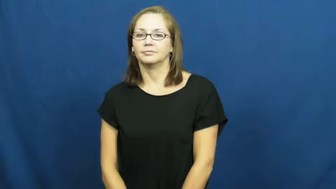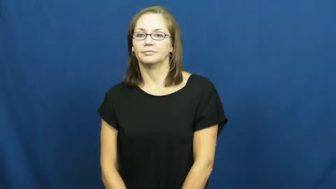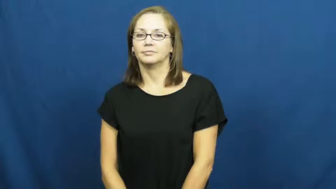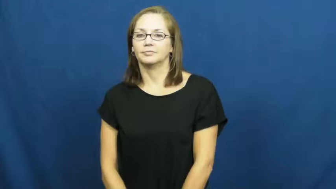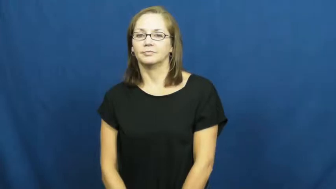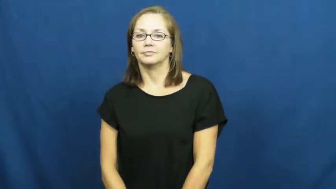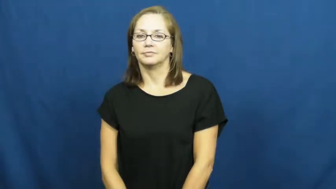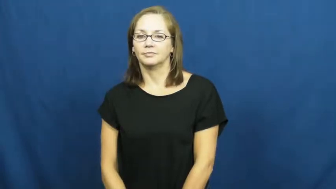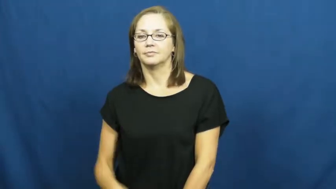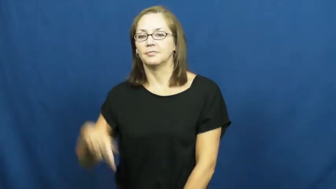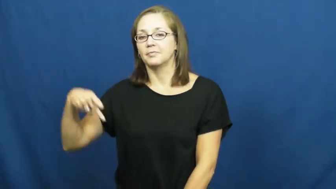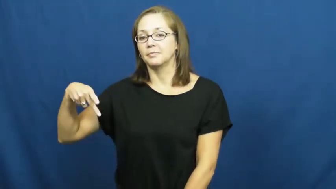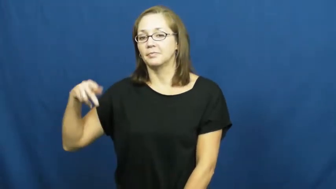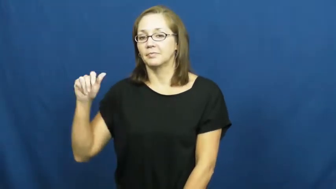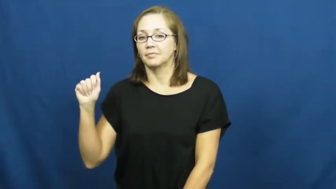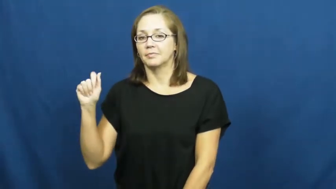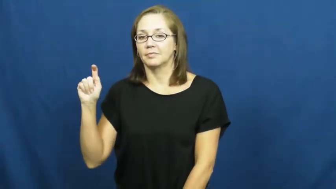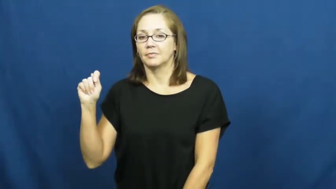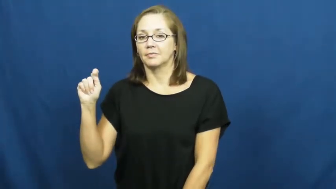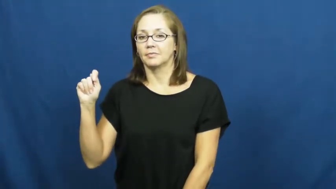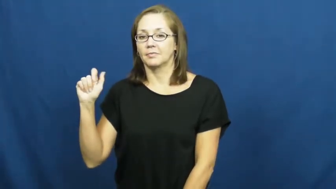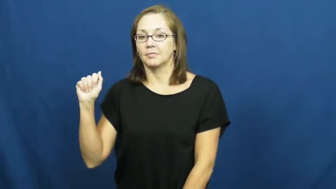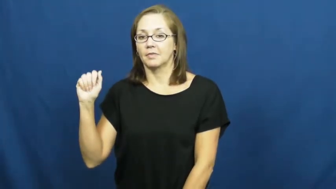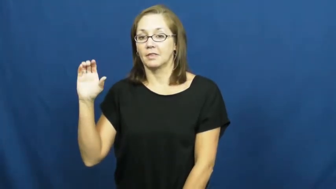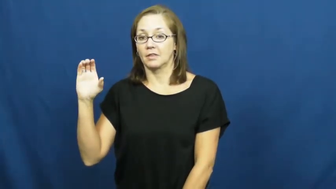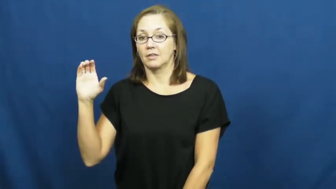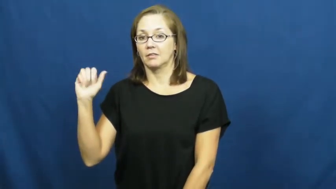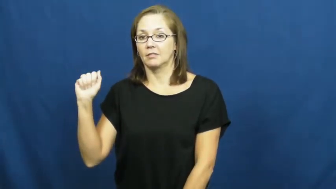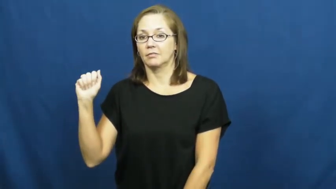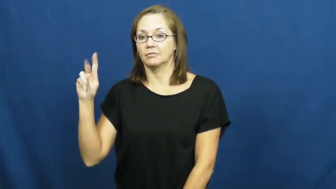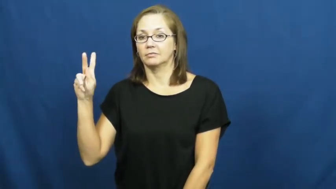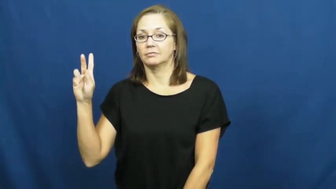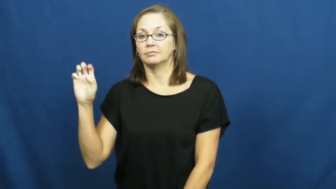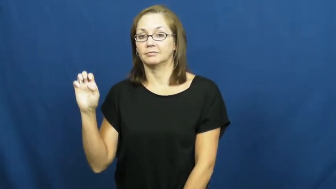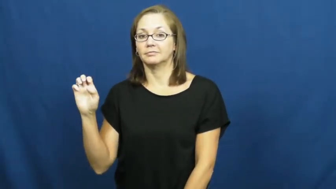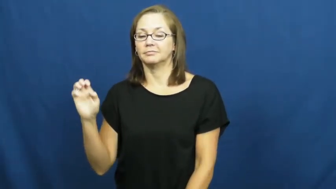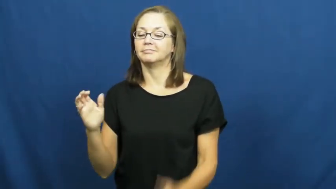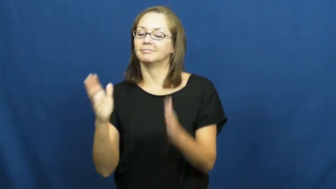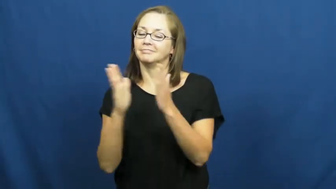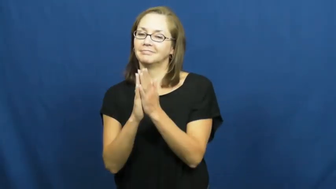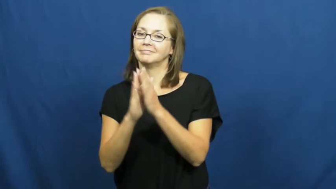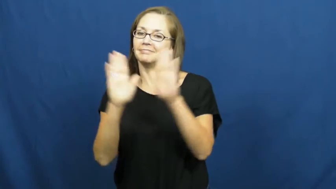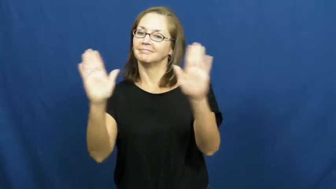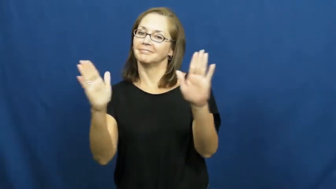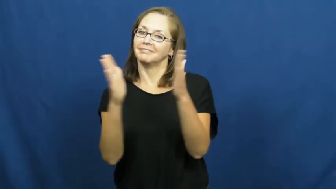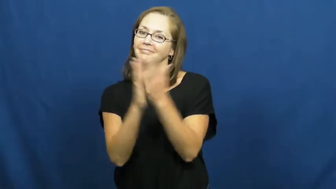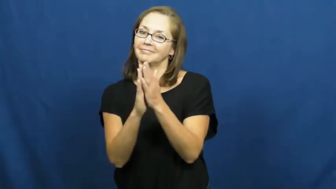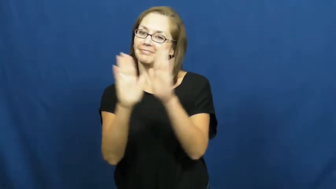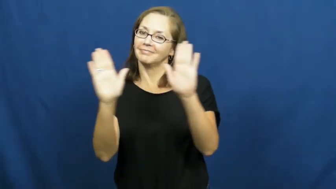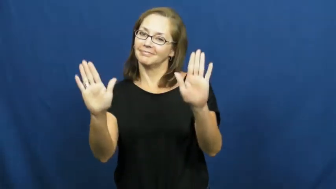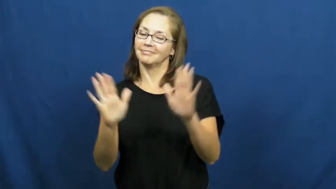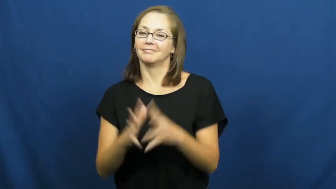pattacake